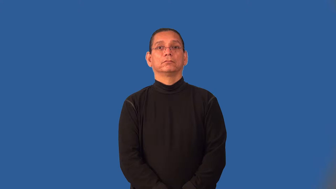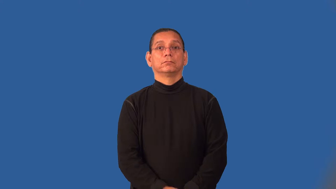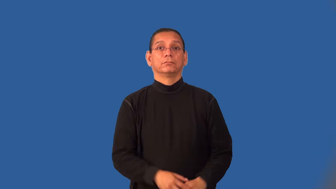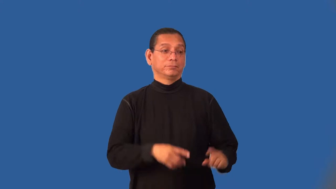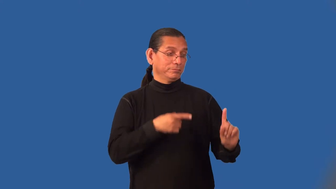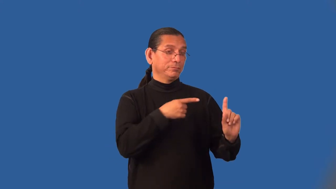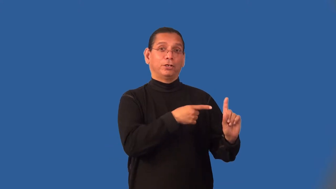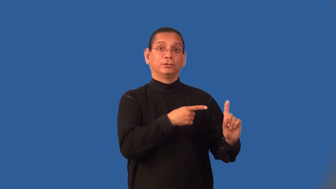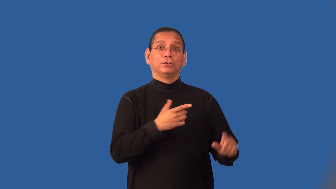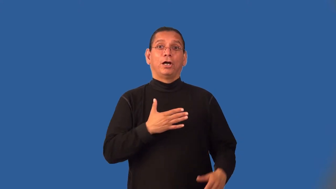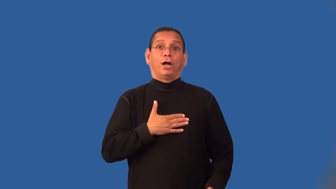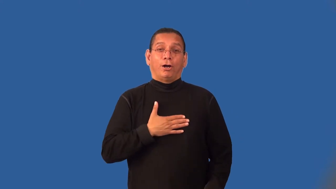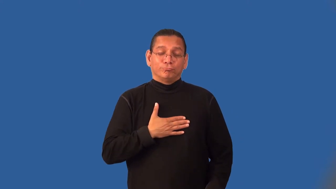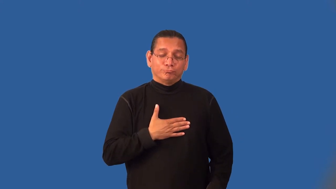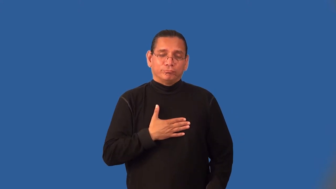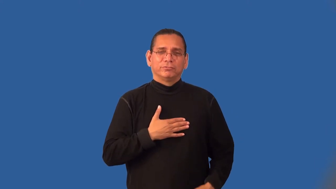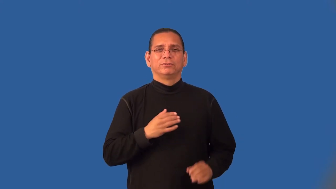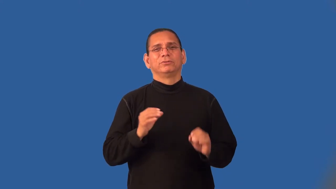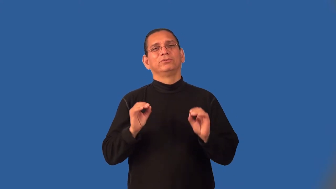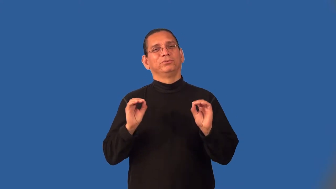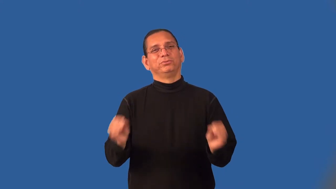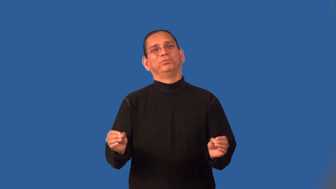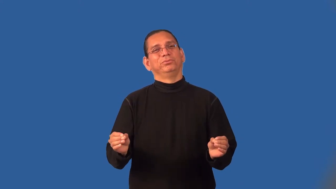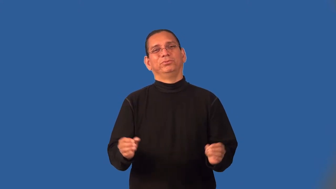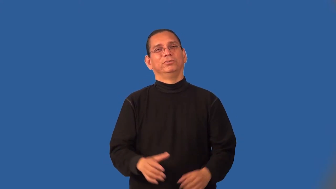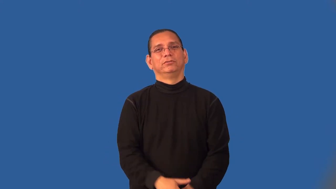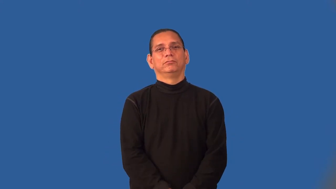ingrate